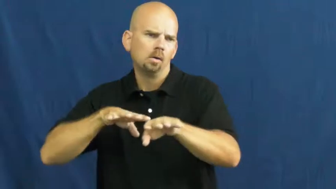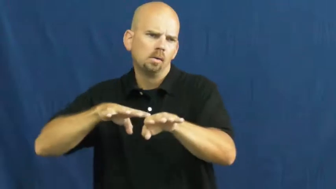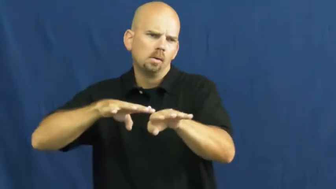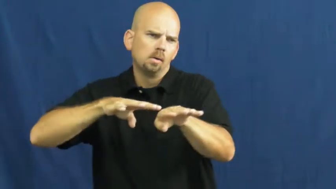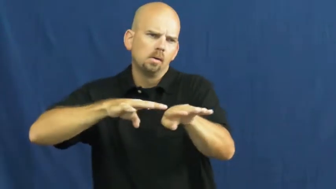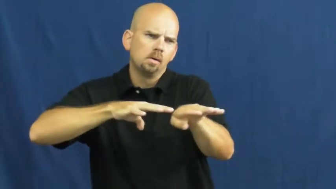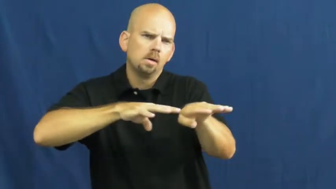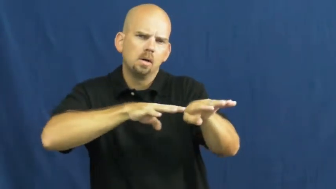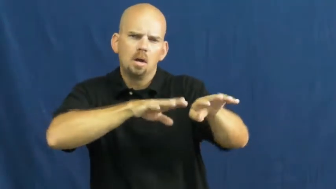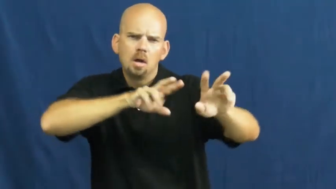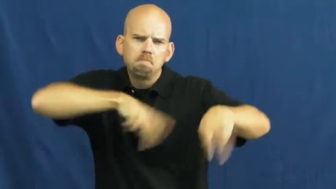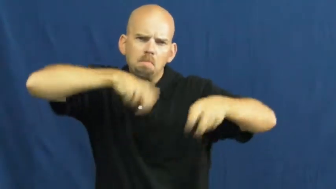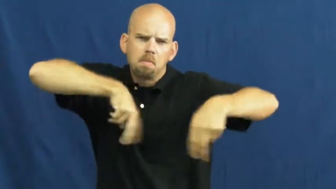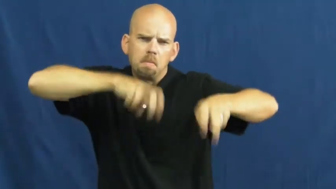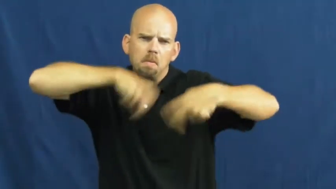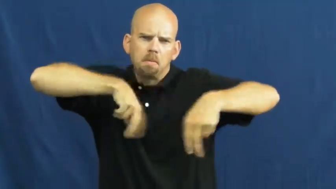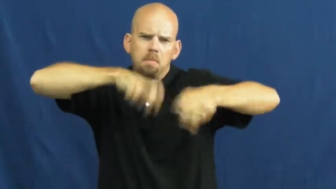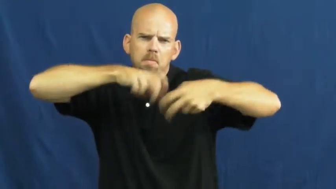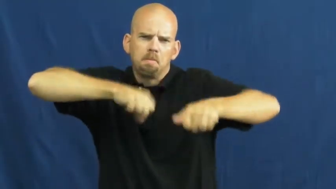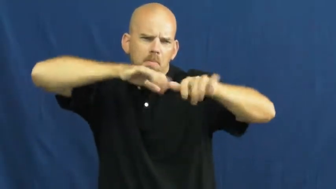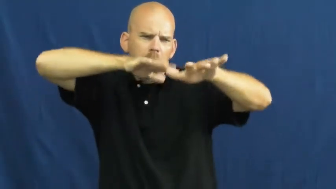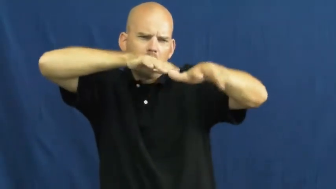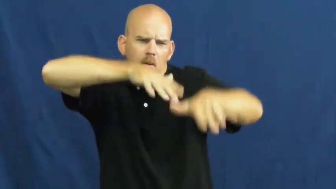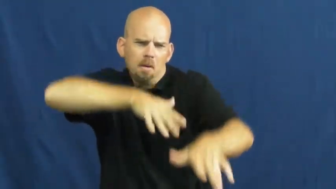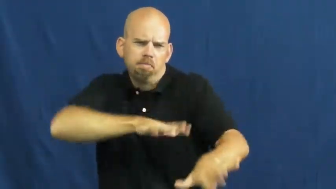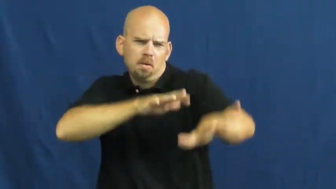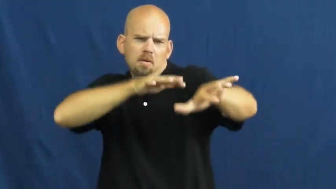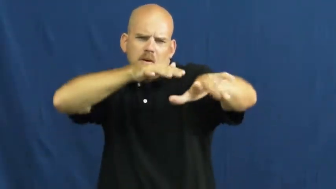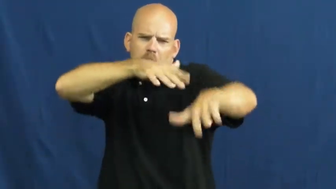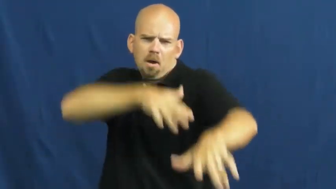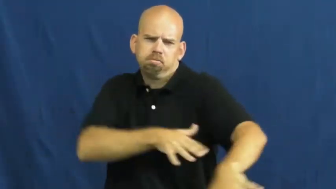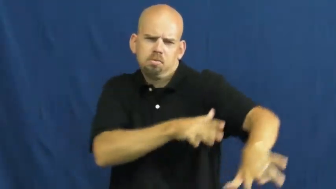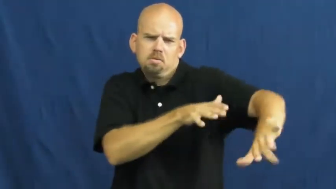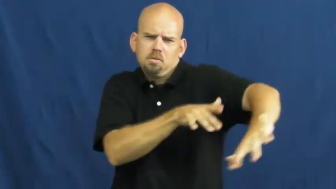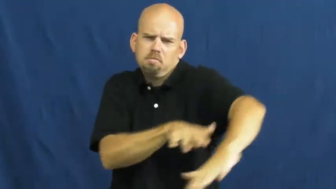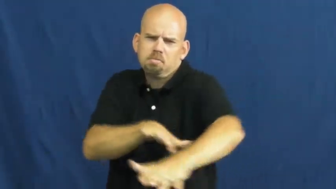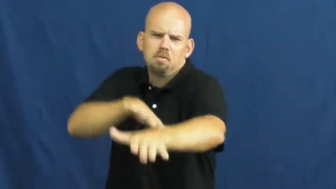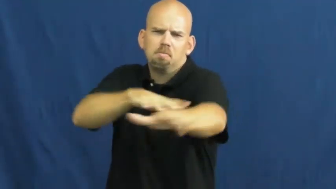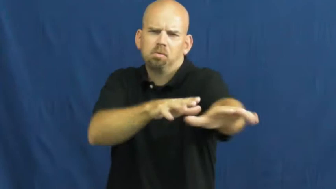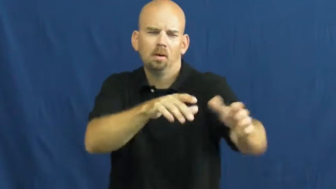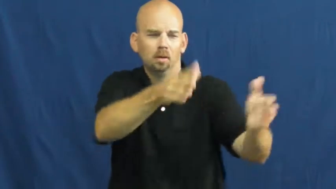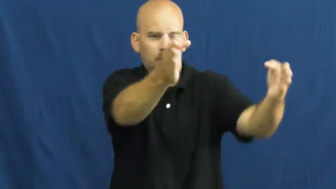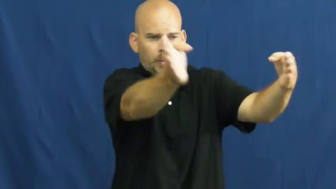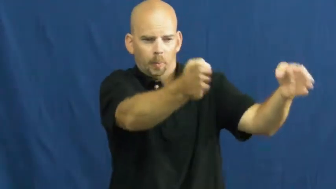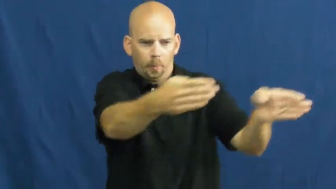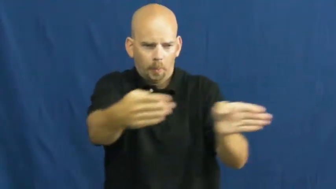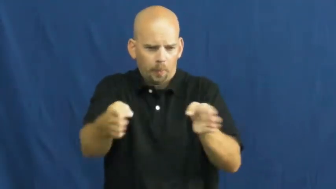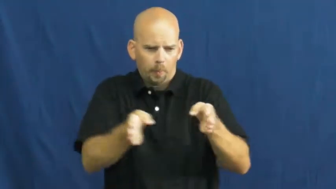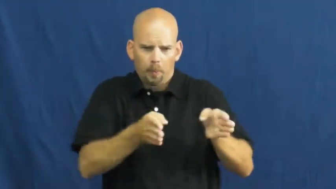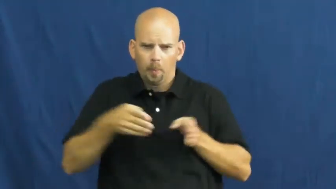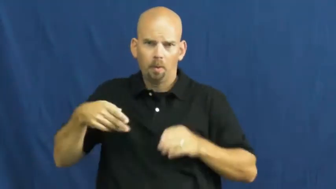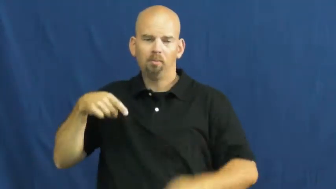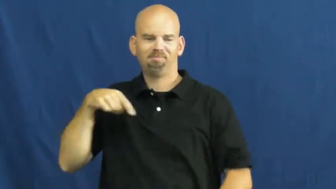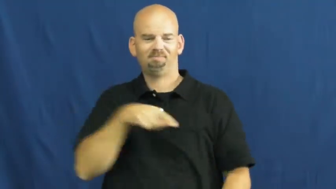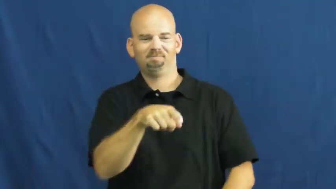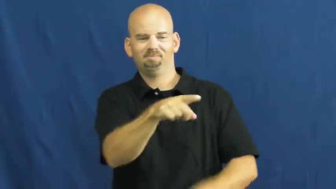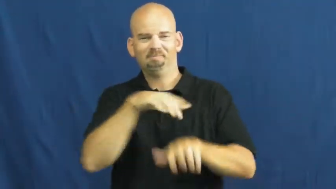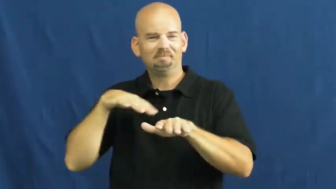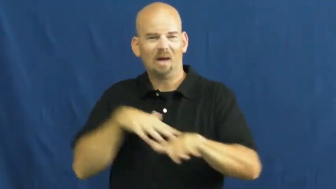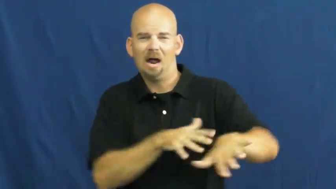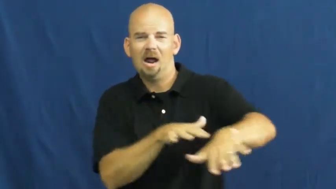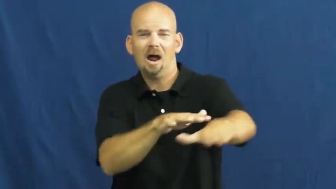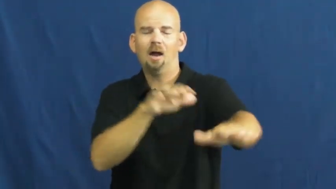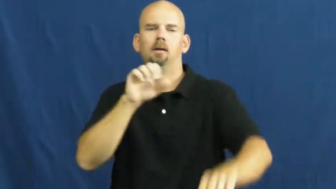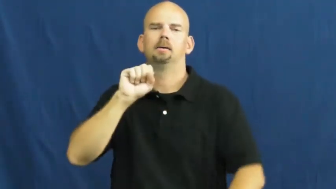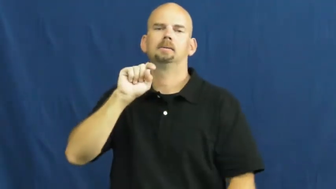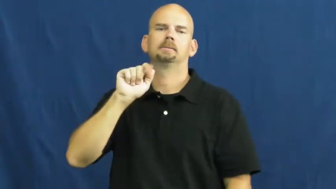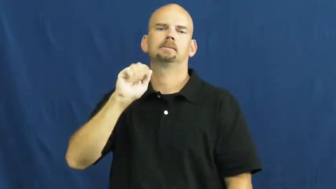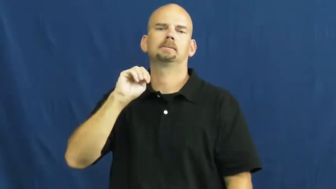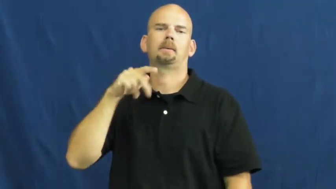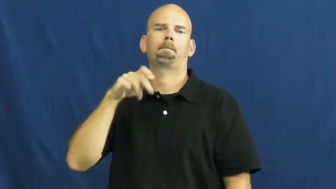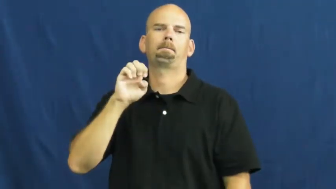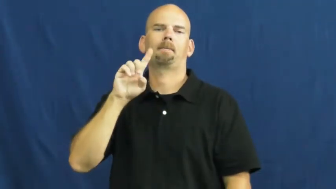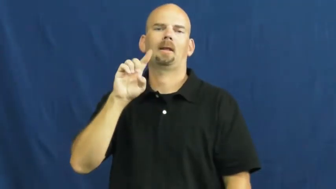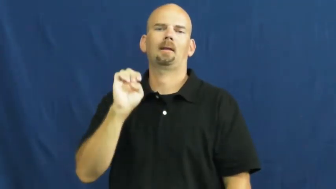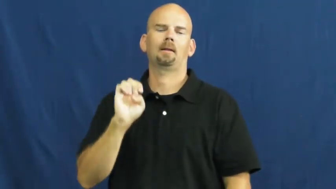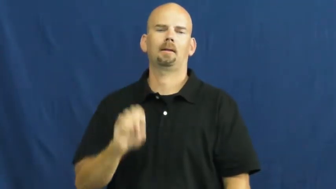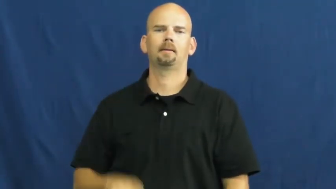stampede